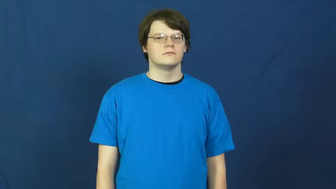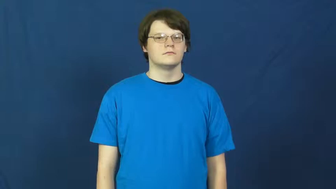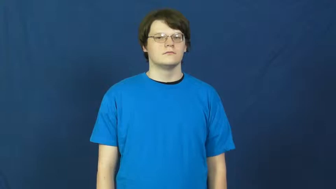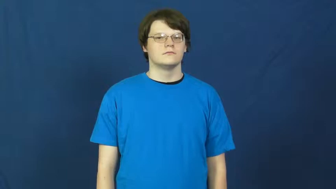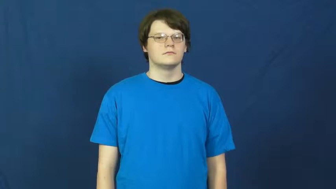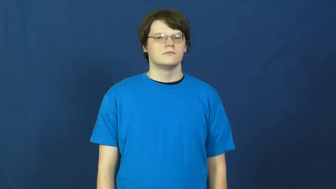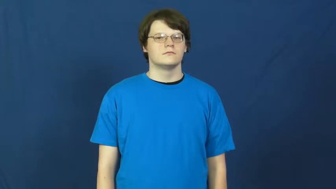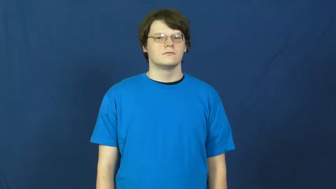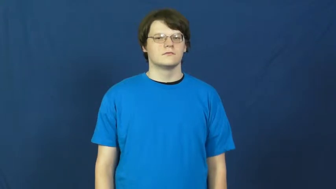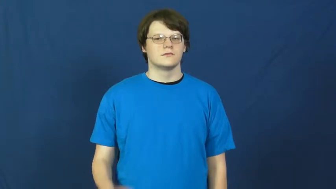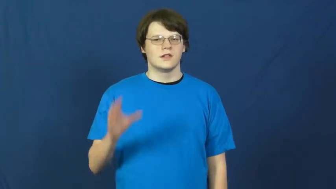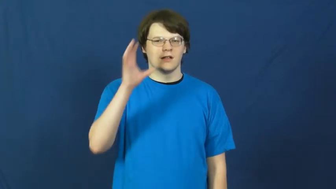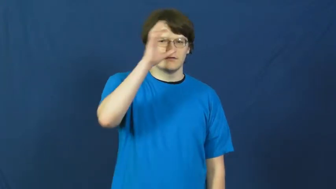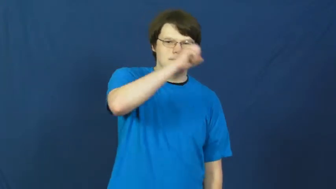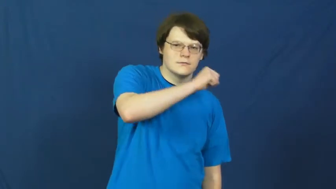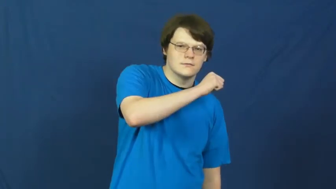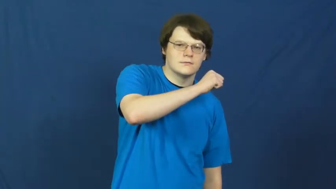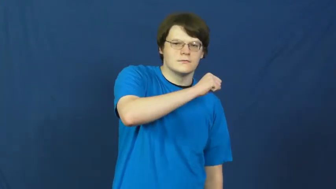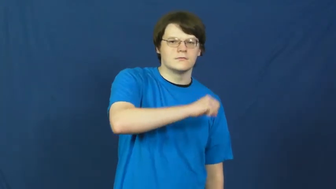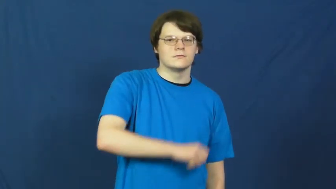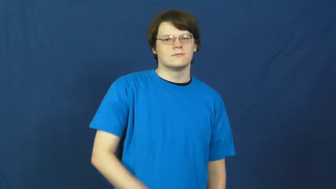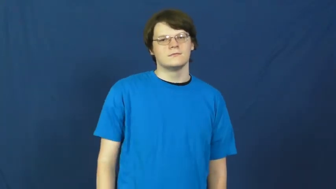guess